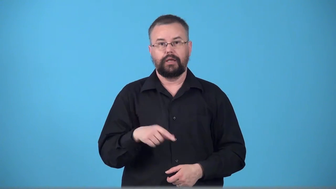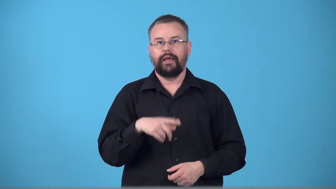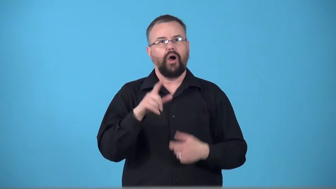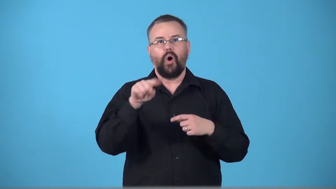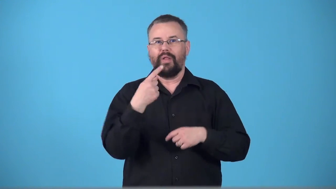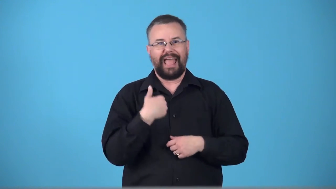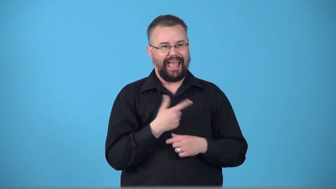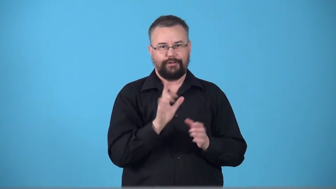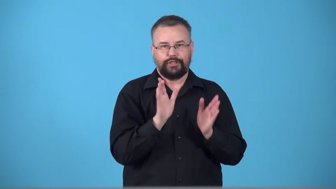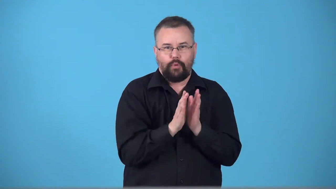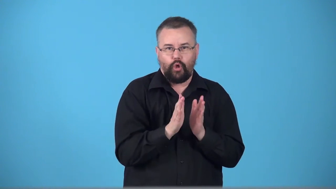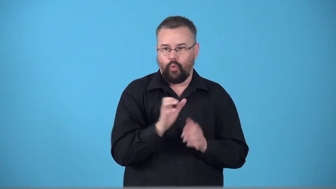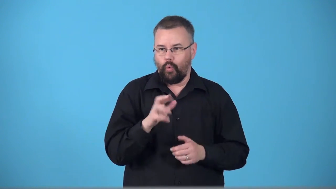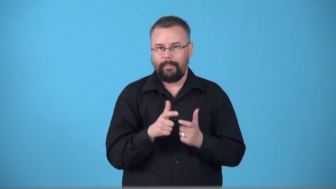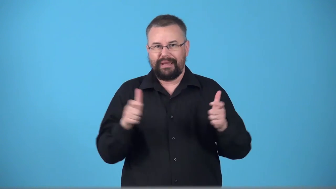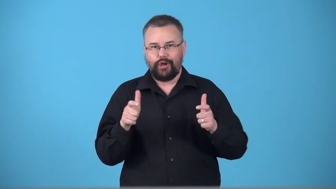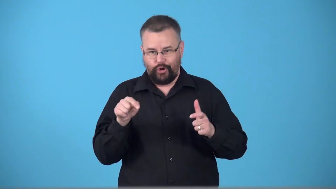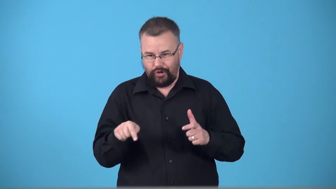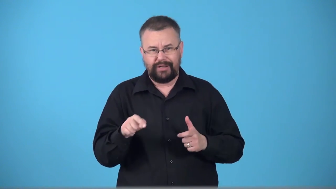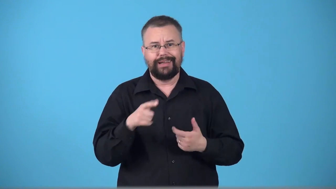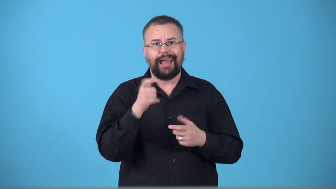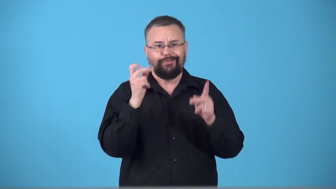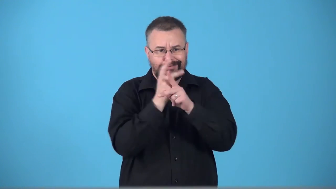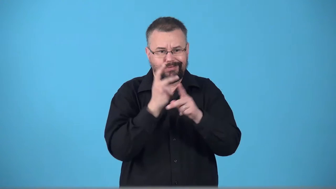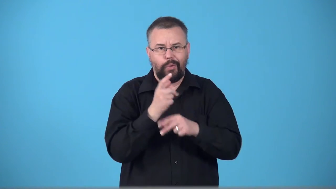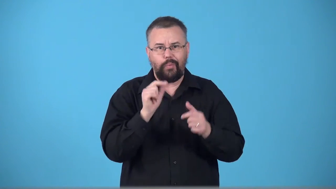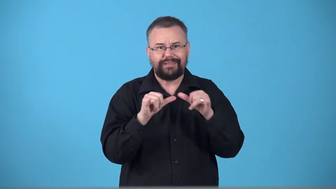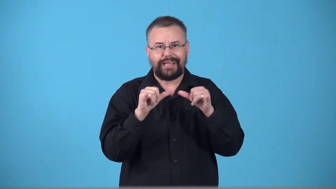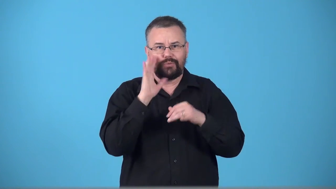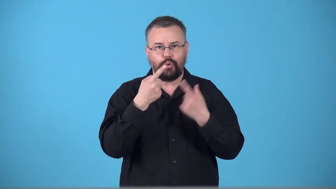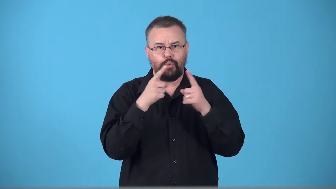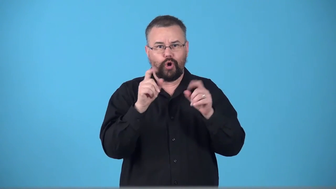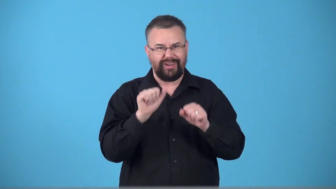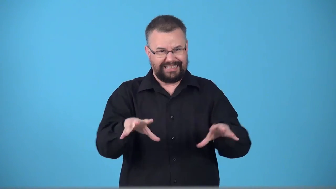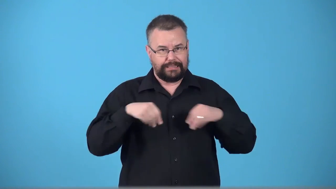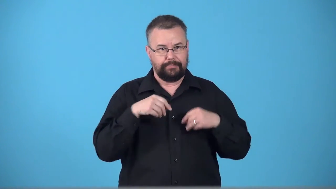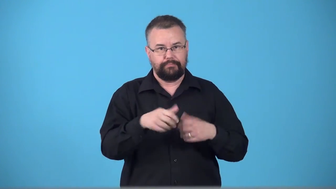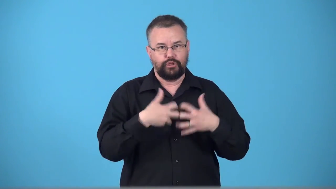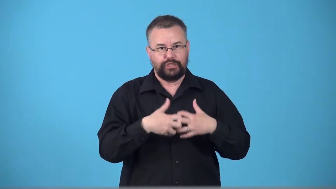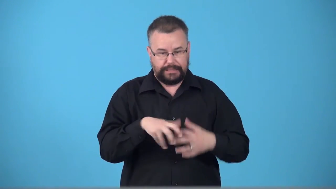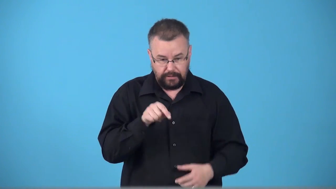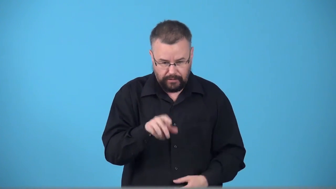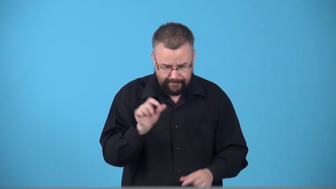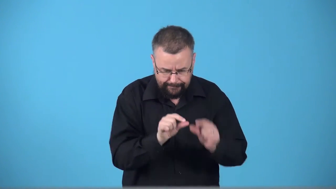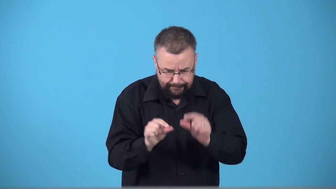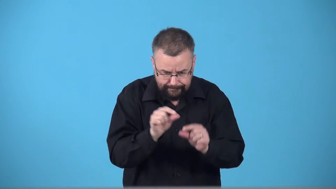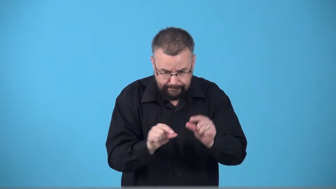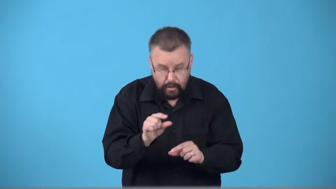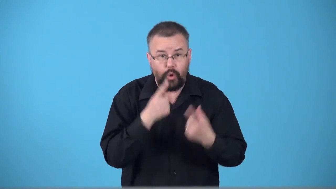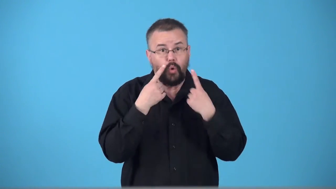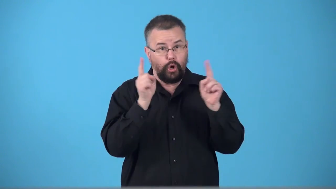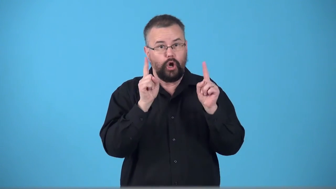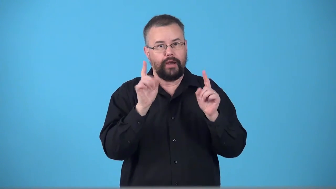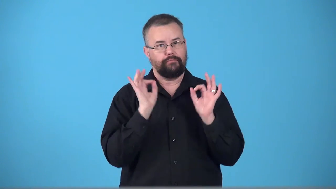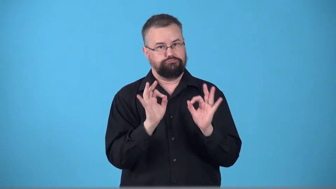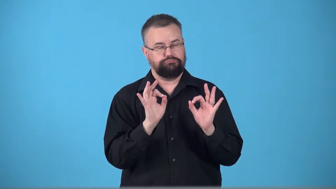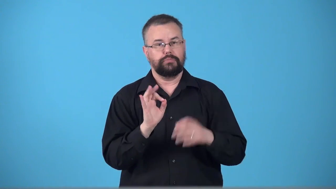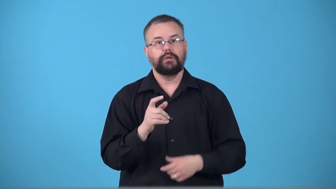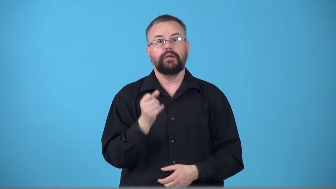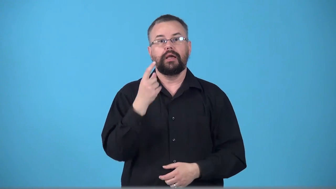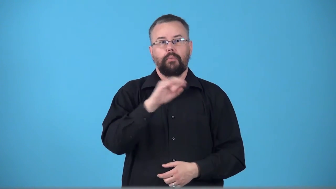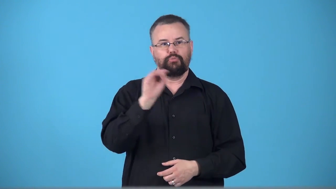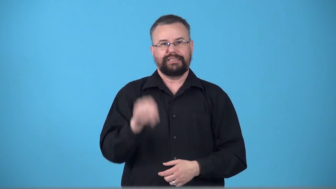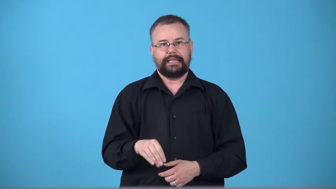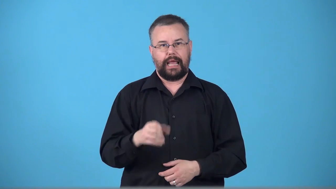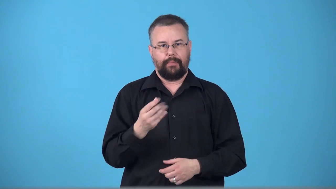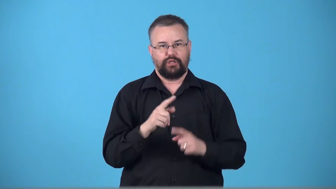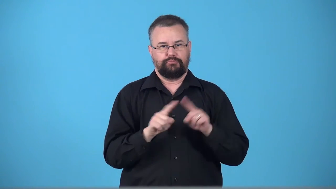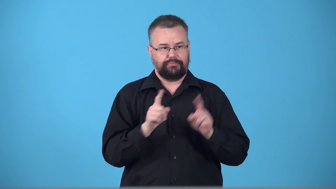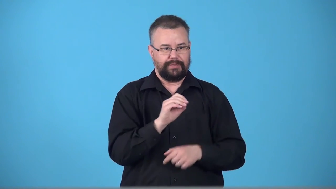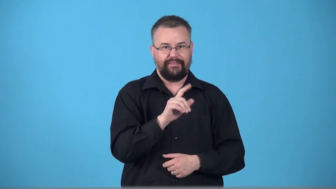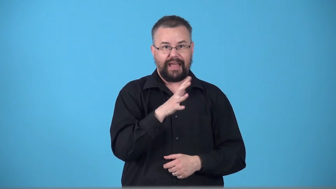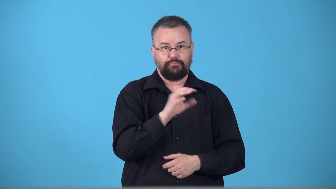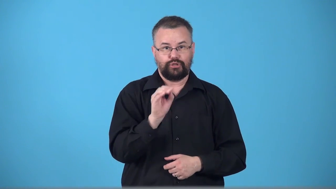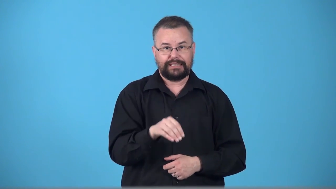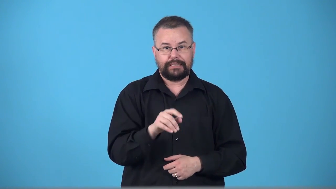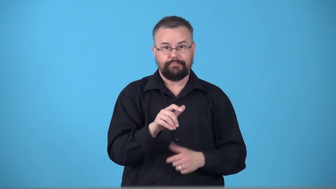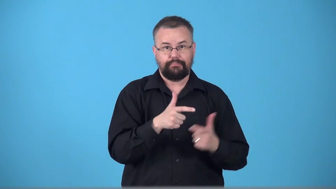tolerance-mechanical